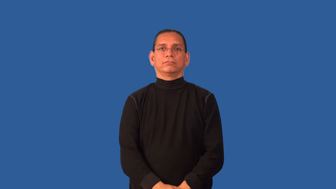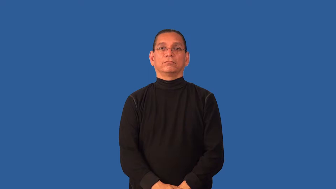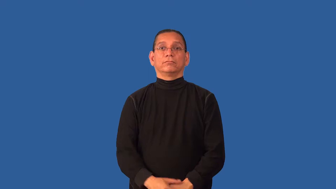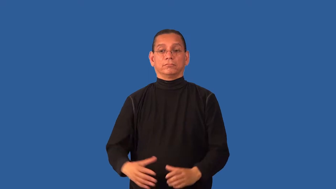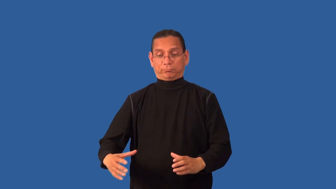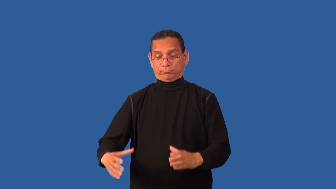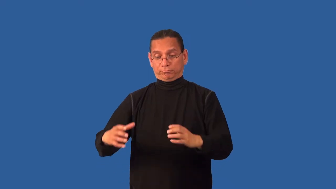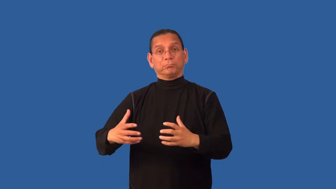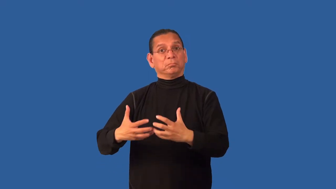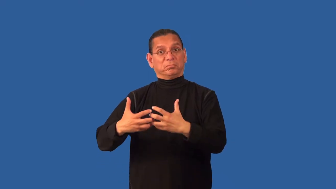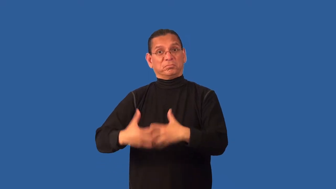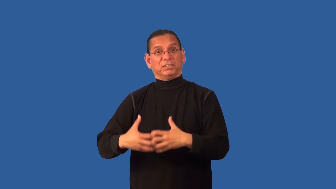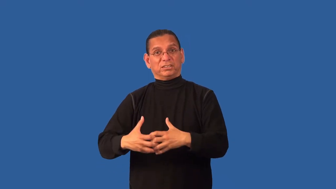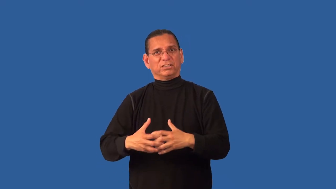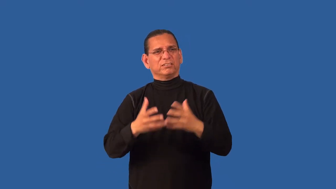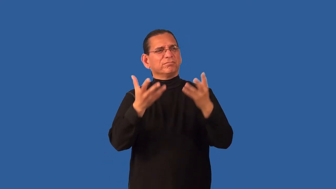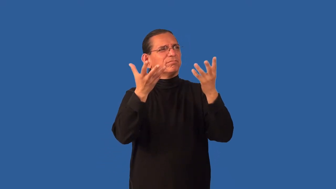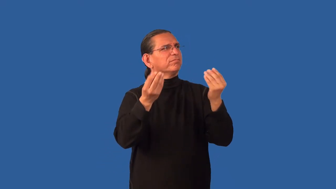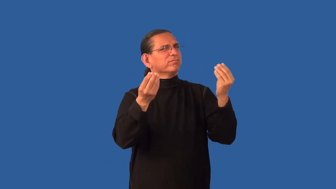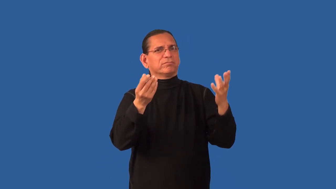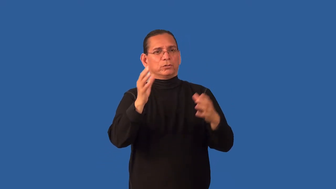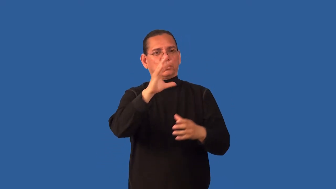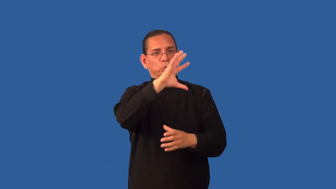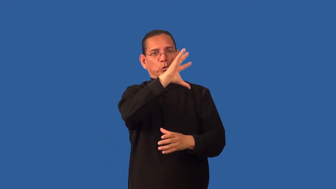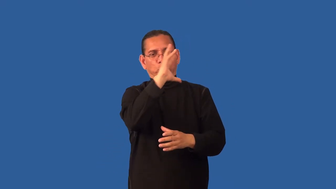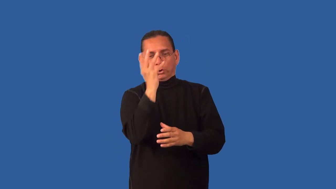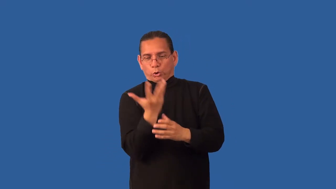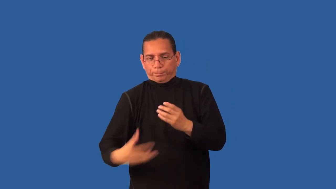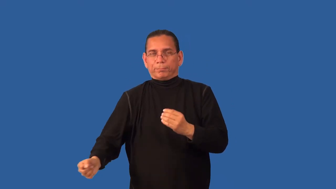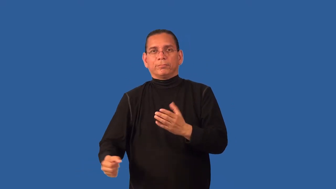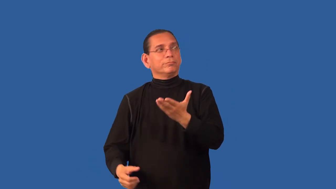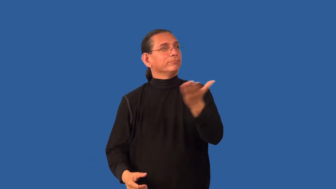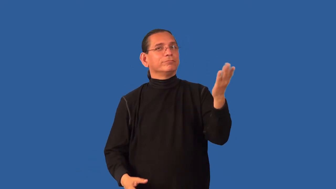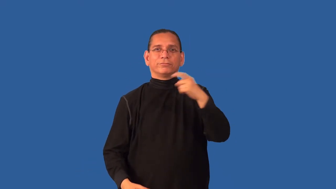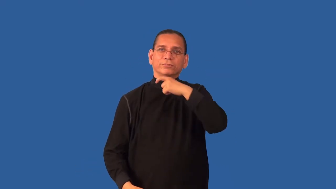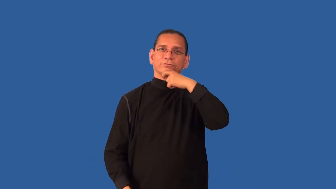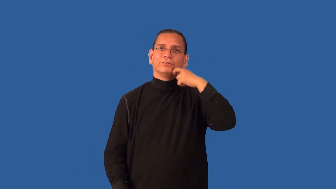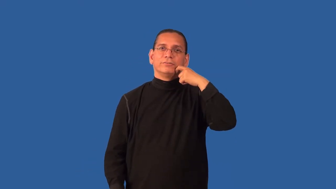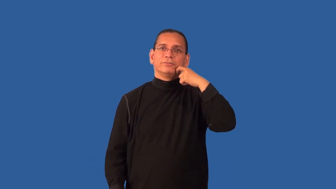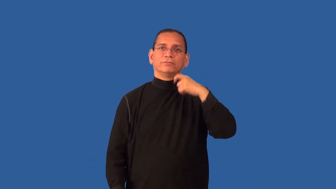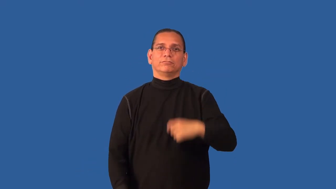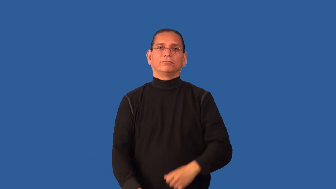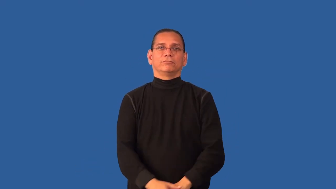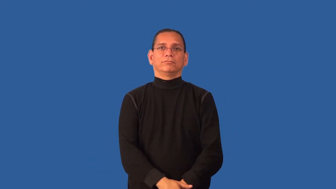dehumidifier